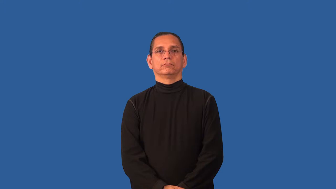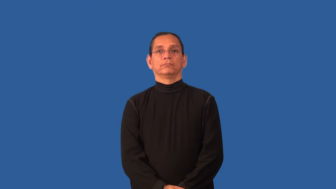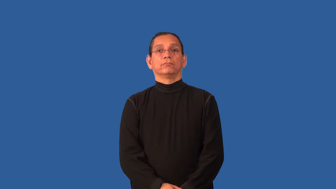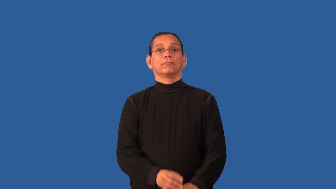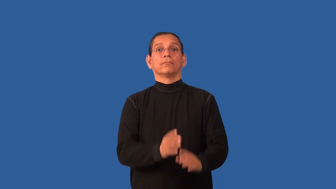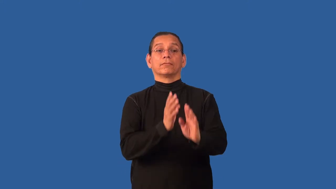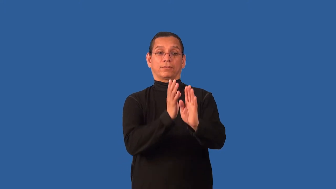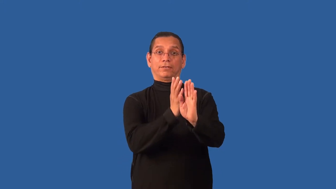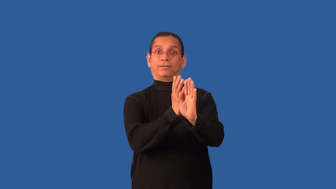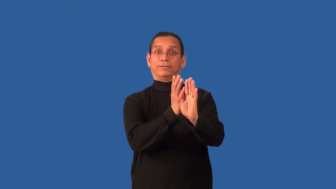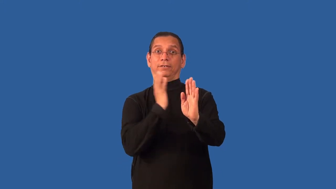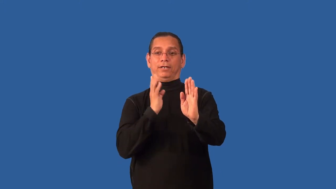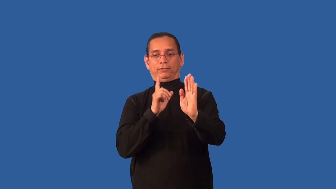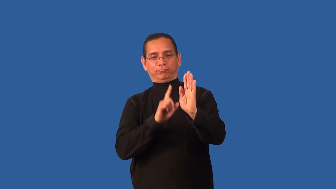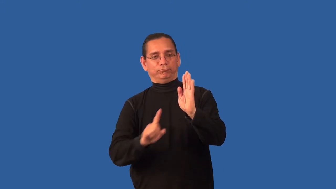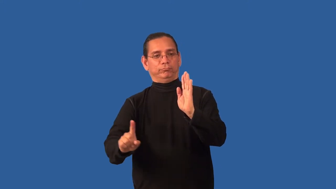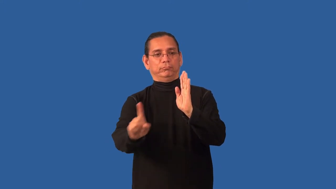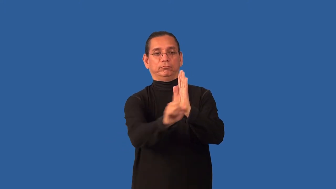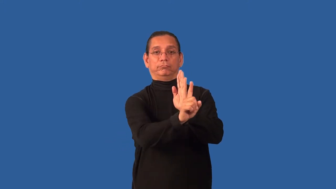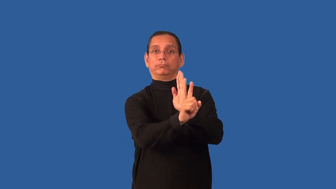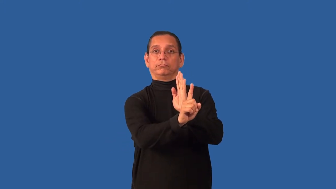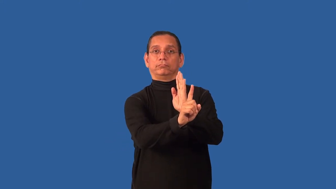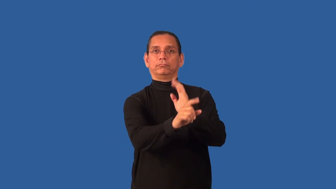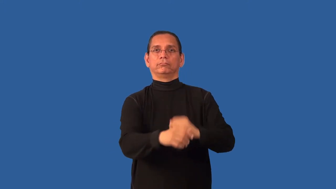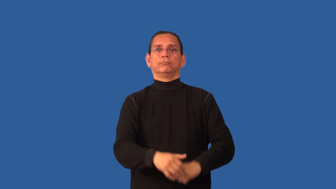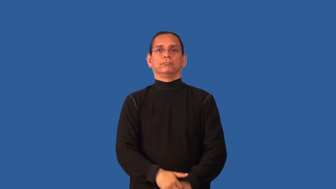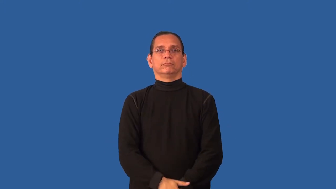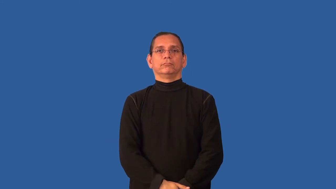before-in line